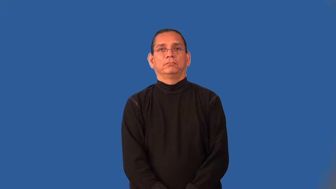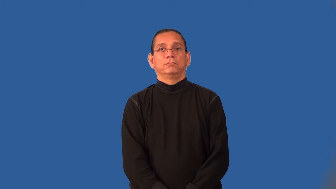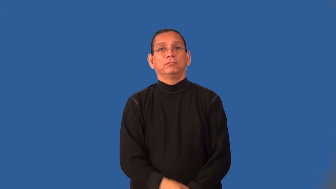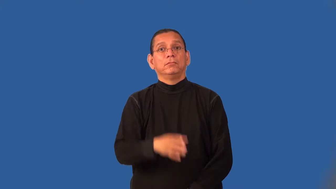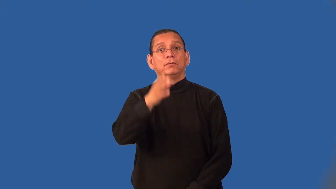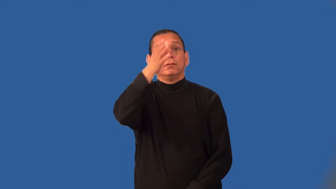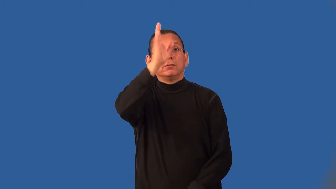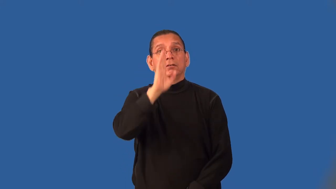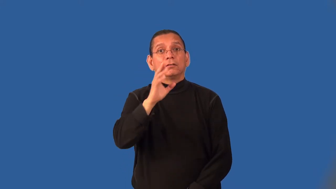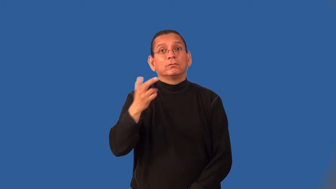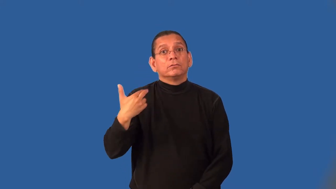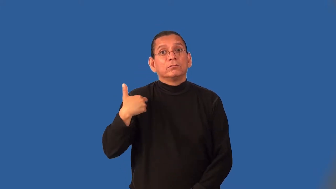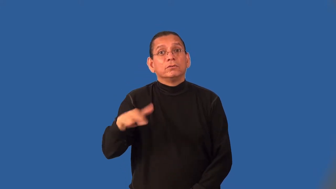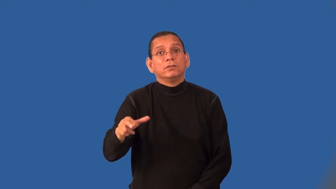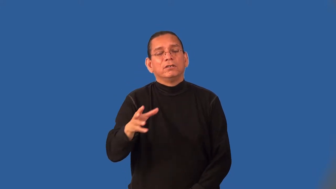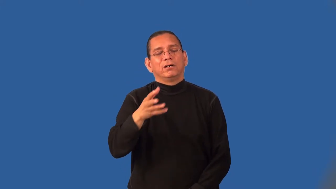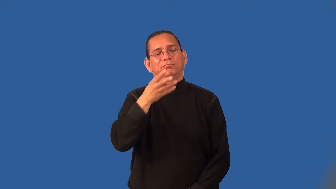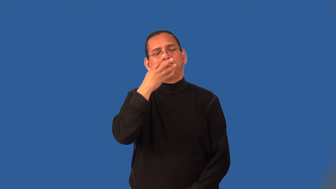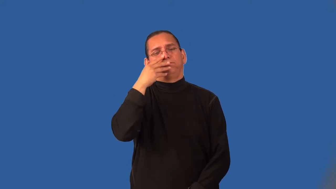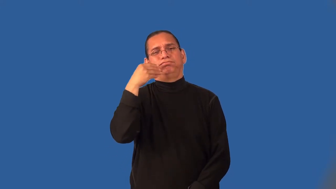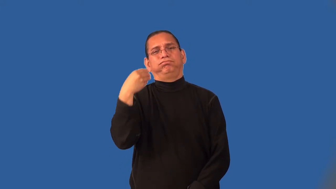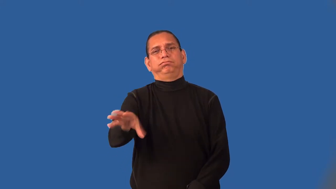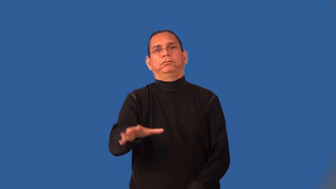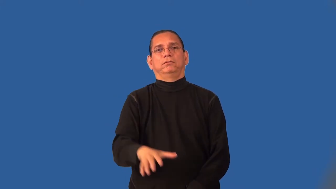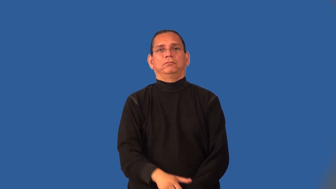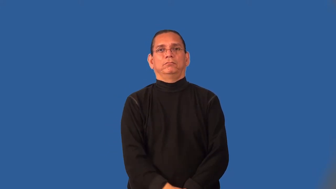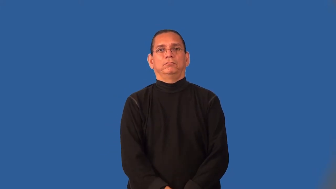impious